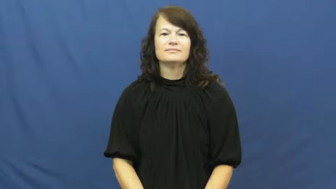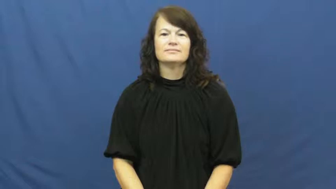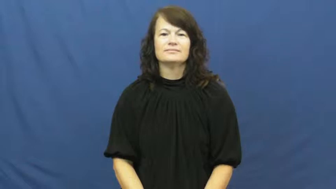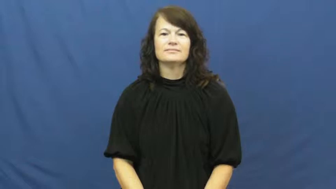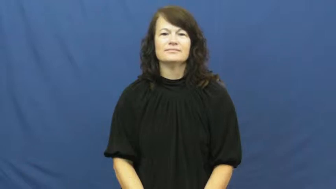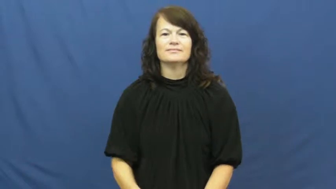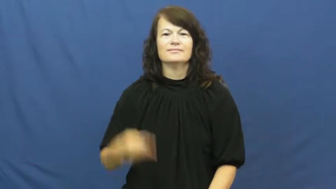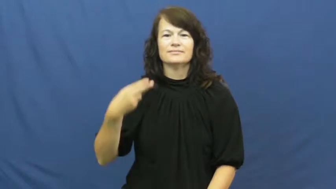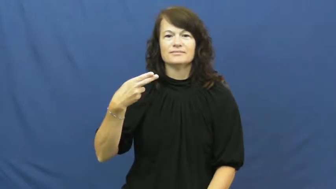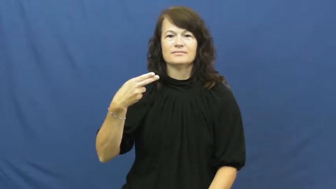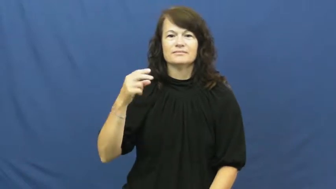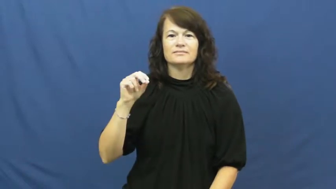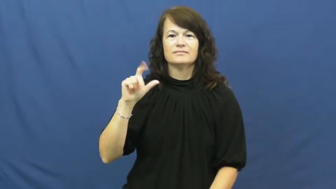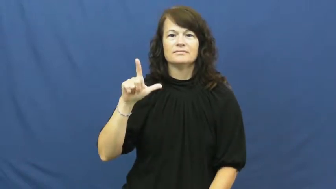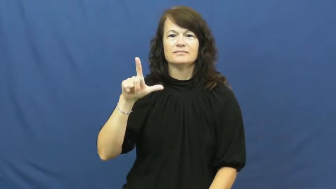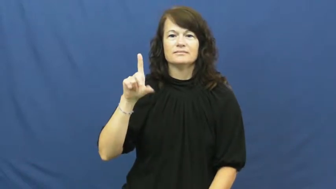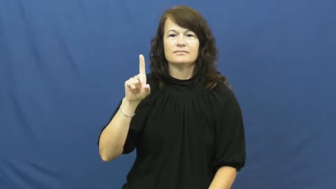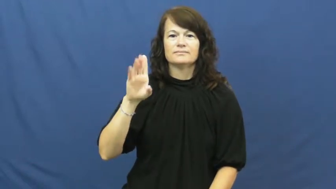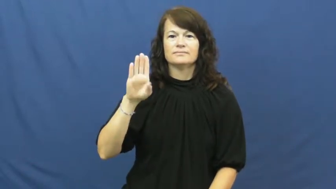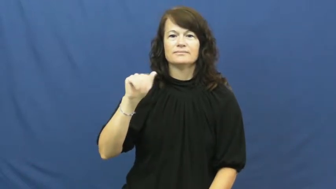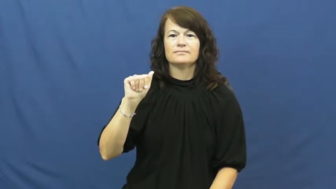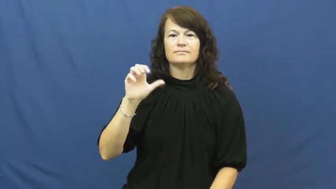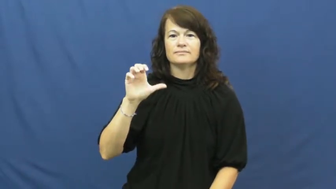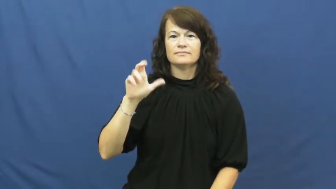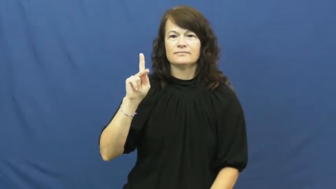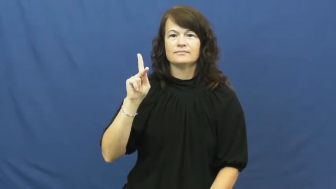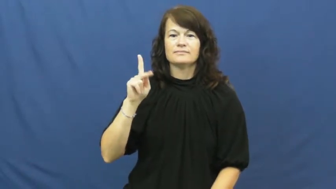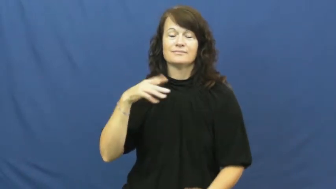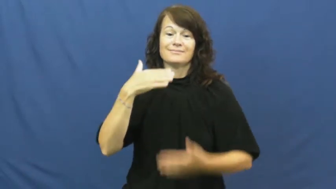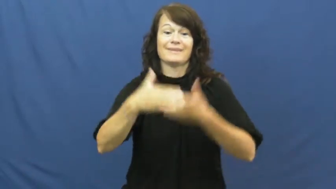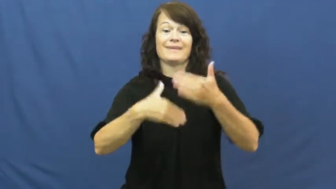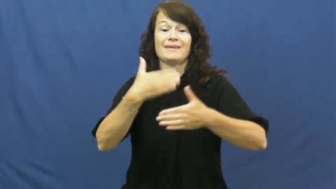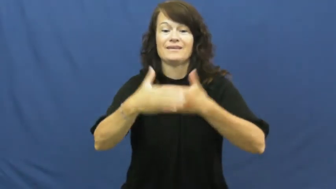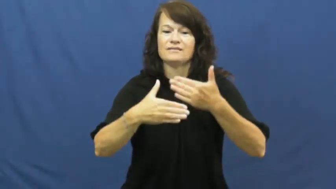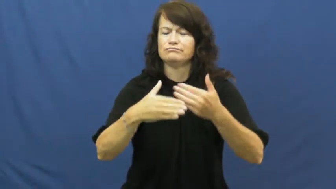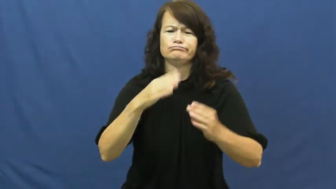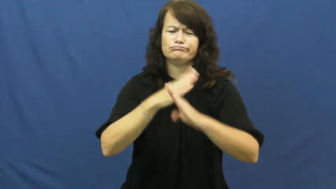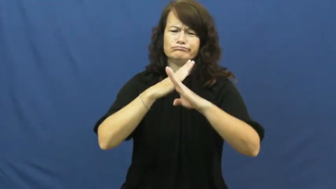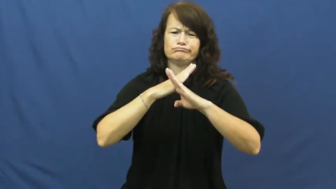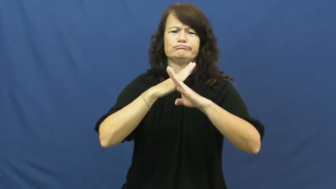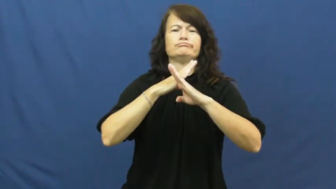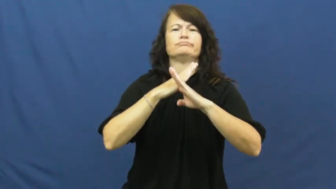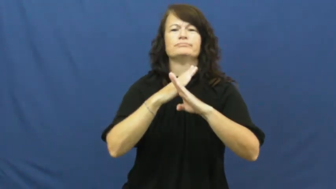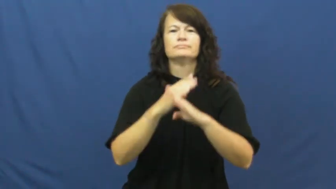hold back,hold back from-block